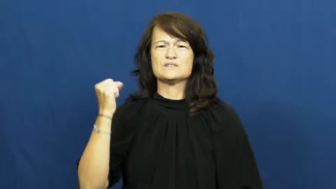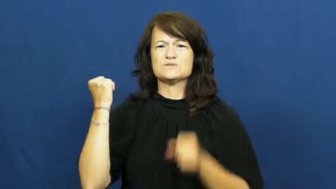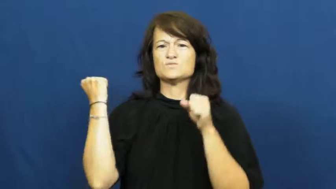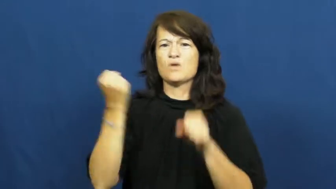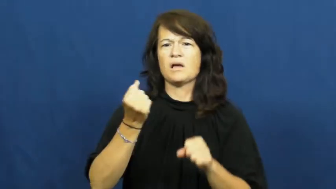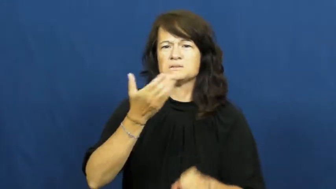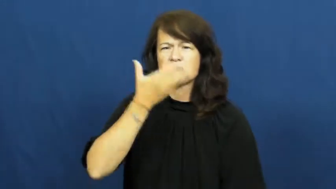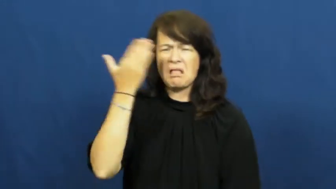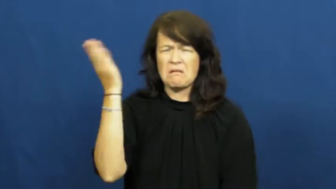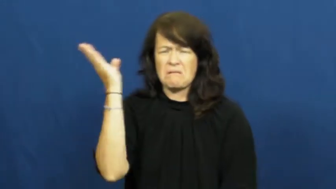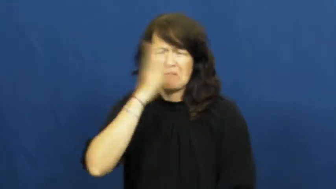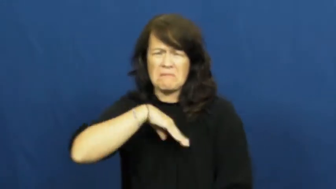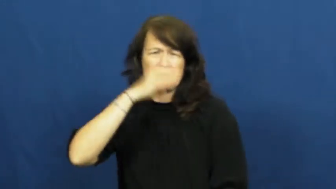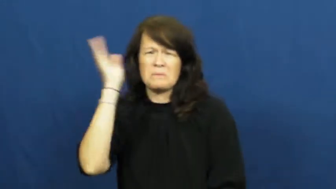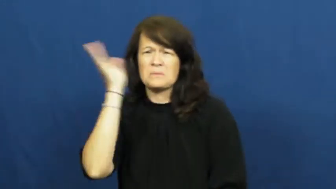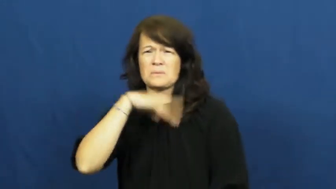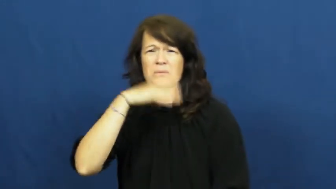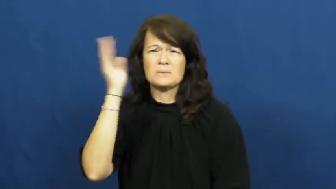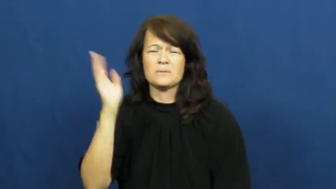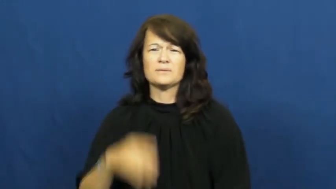pungent,redolent,malodorous,odoriferous,odorous